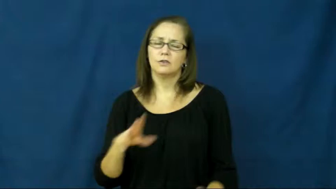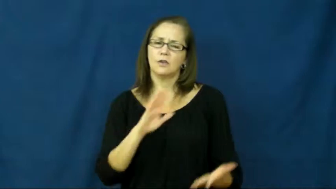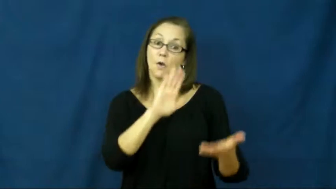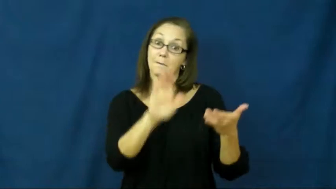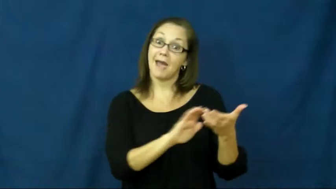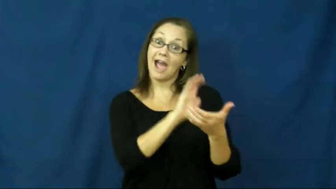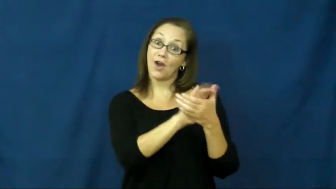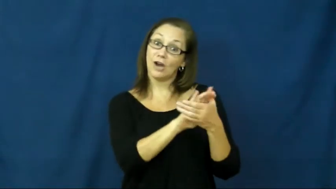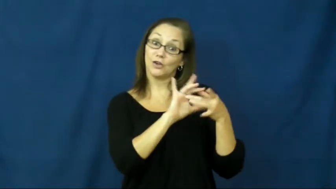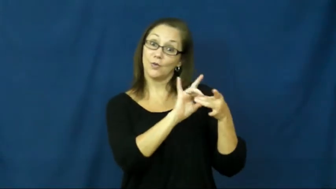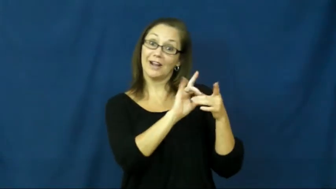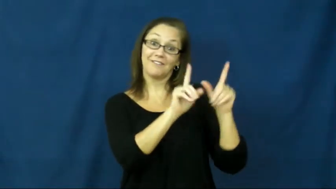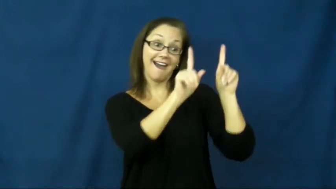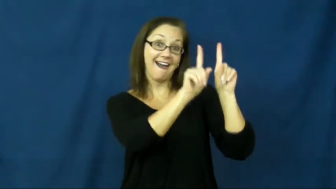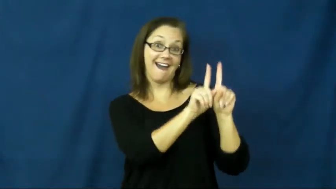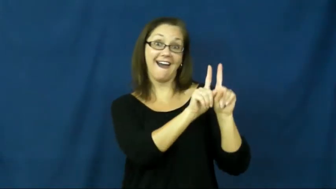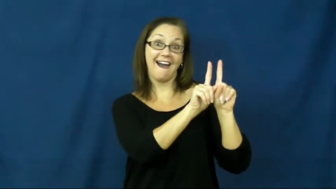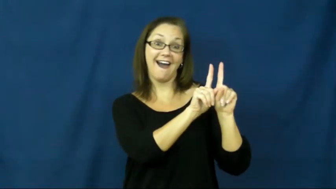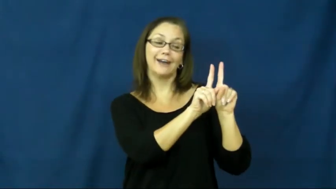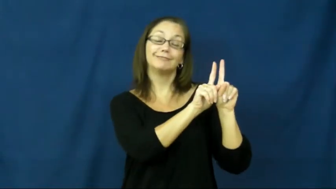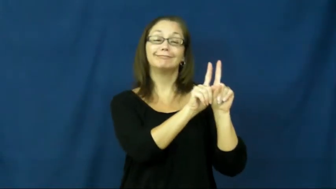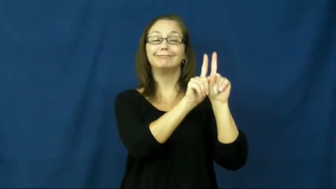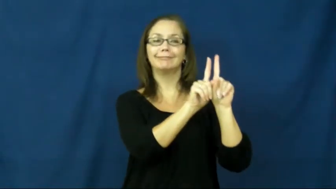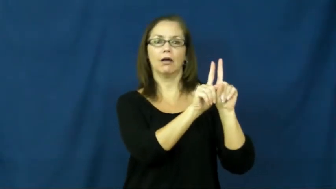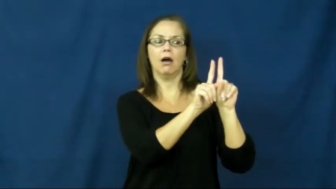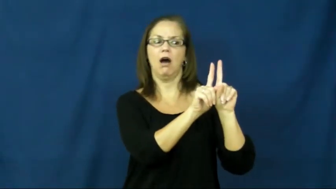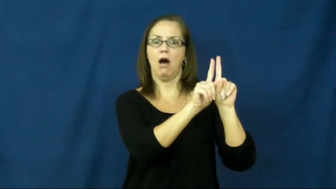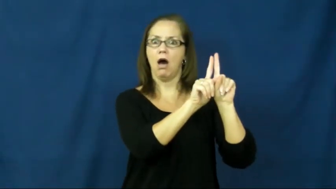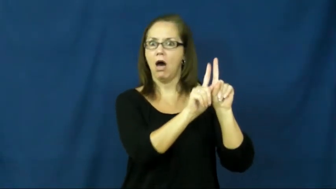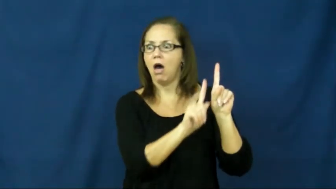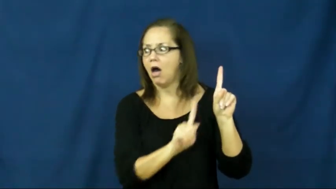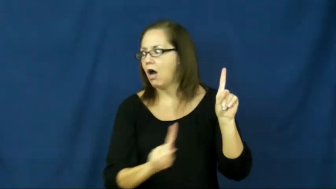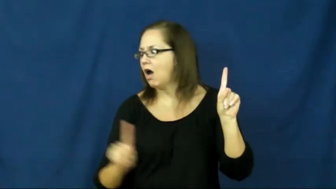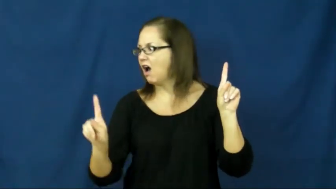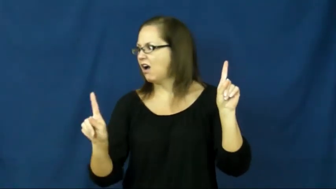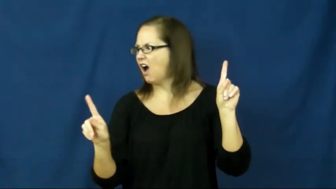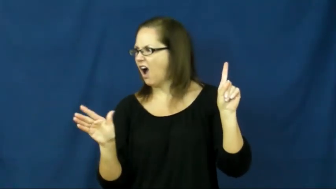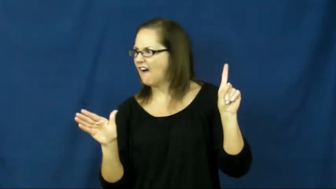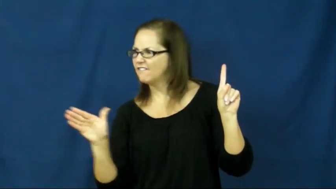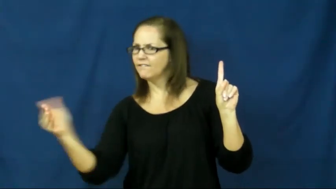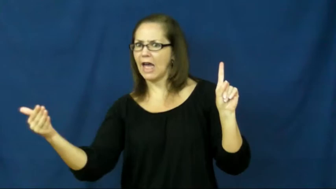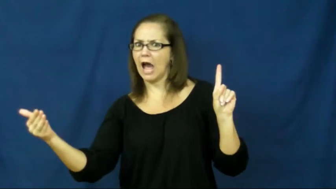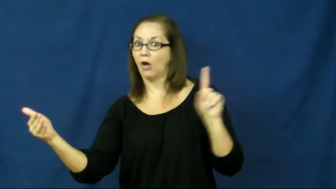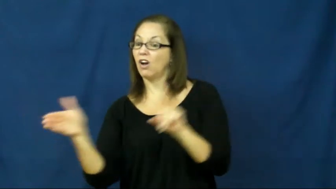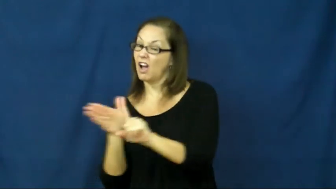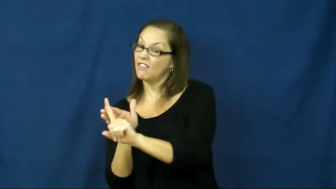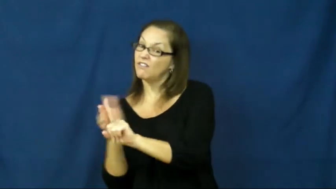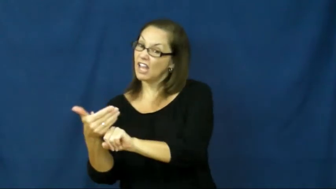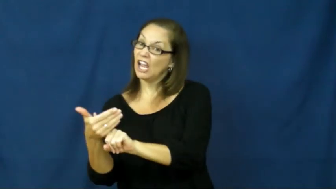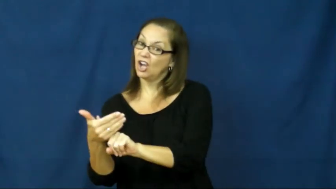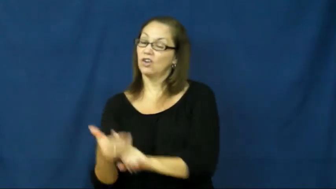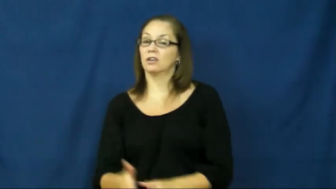affair,cheat on-romantic